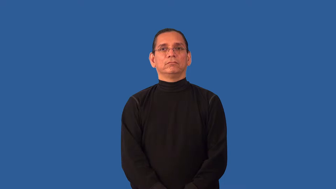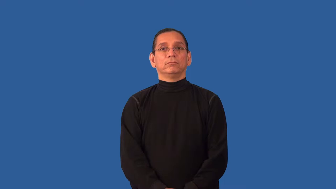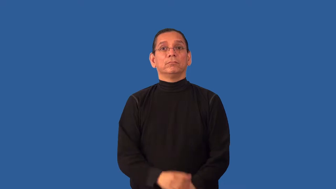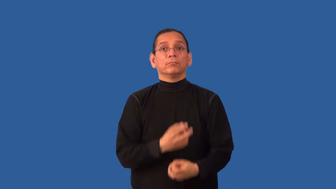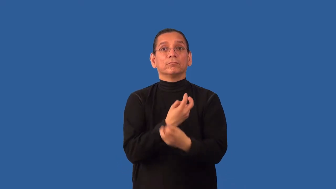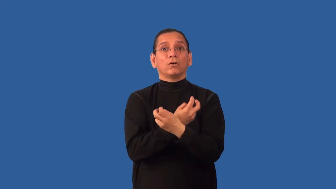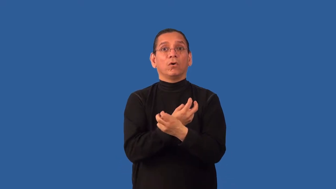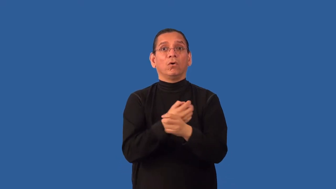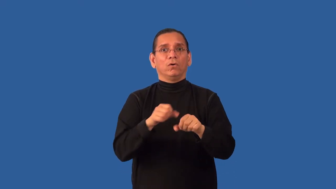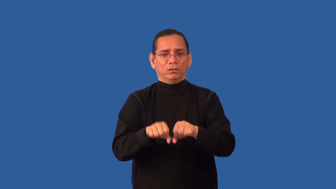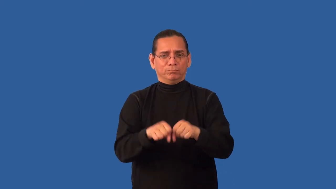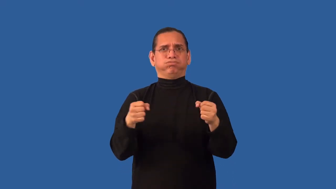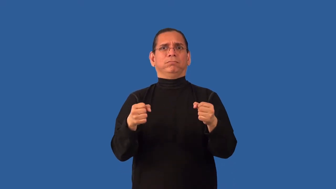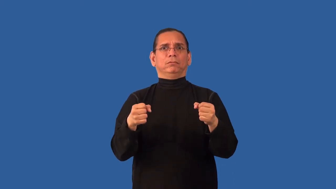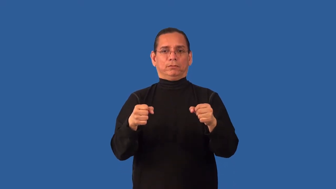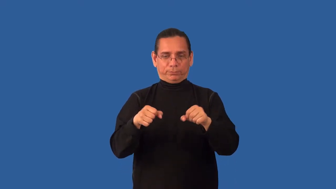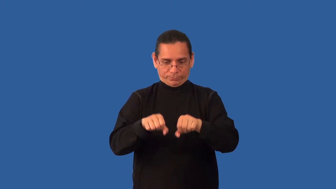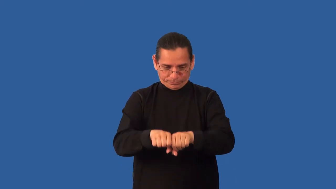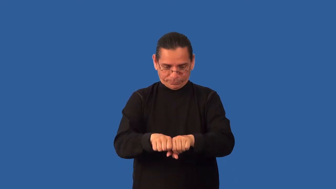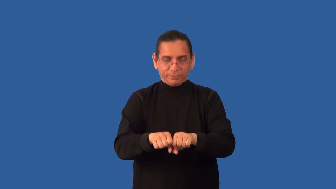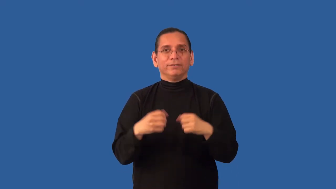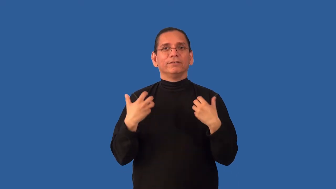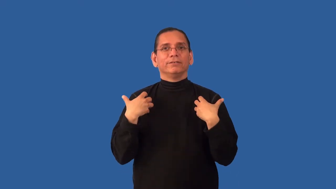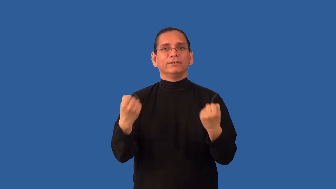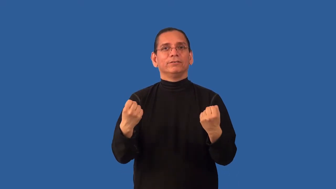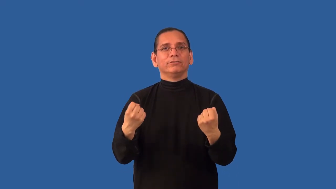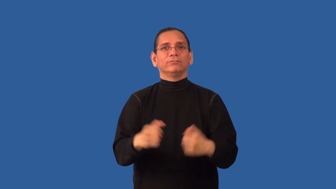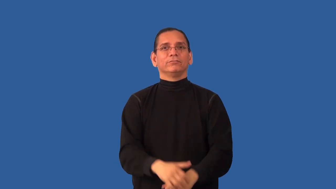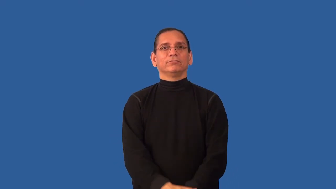set-broken bone